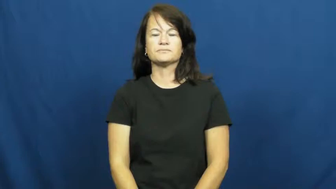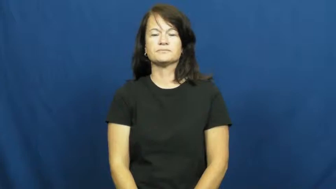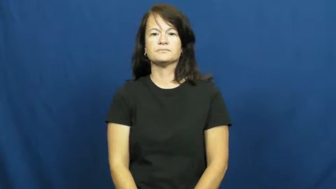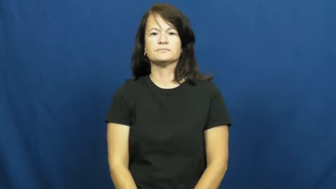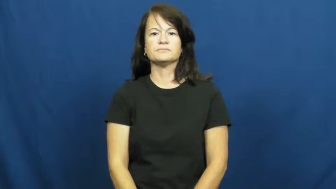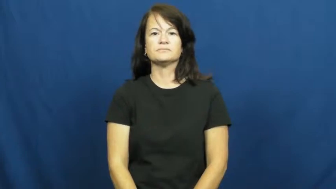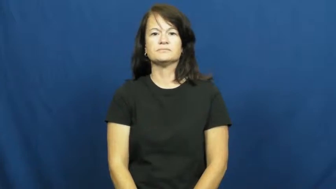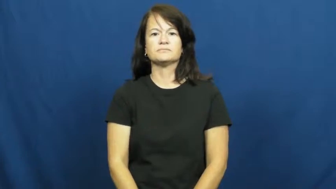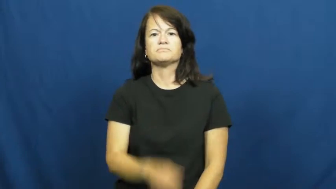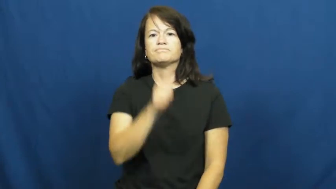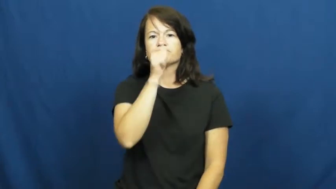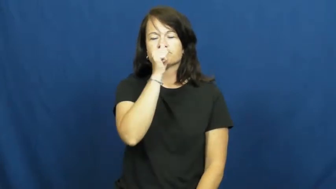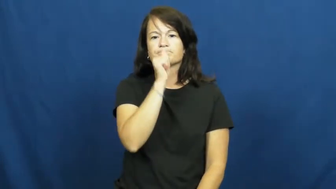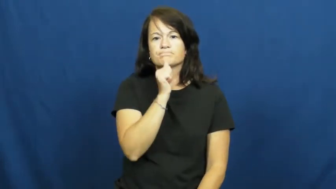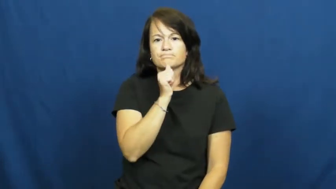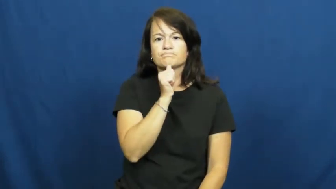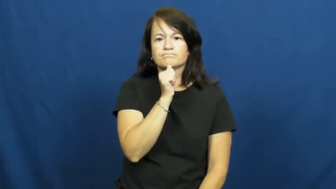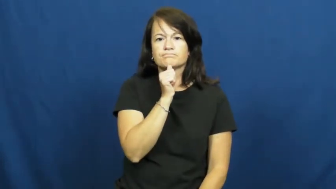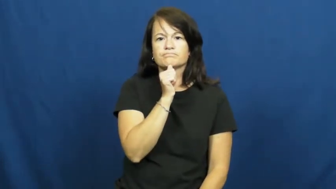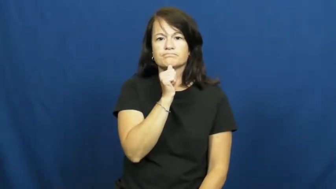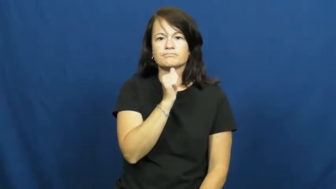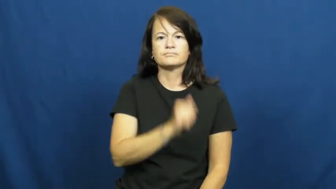suffer